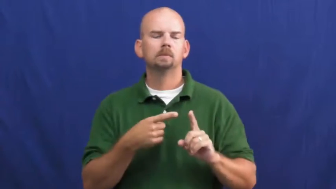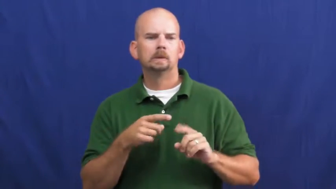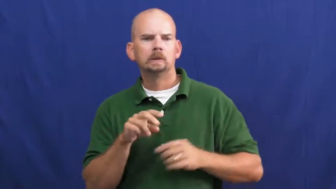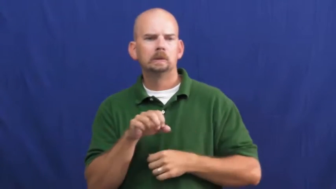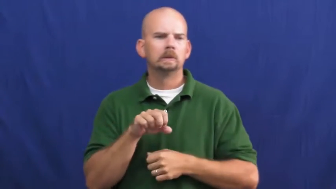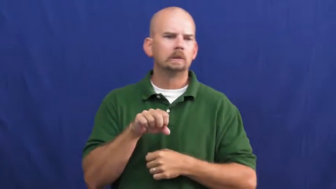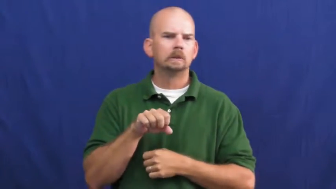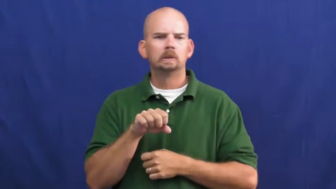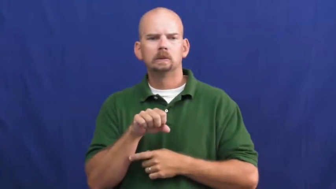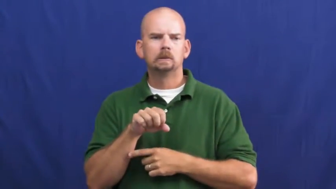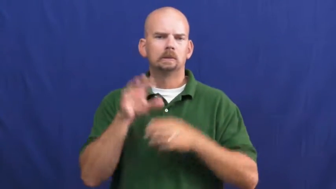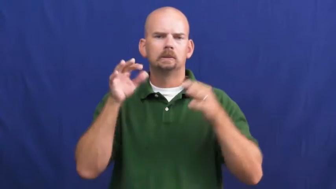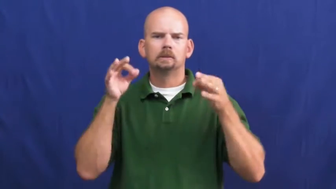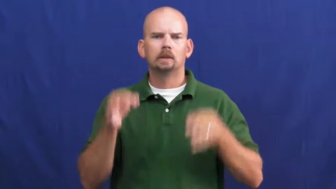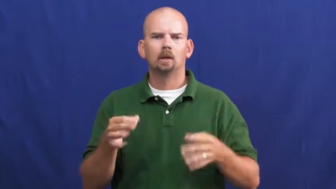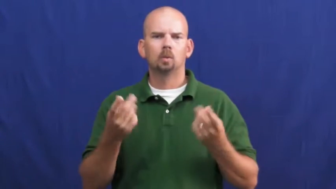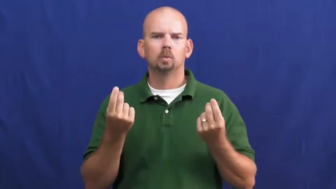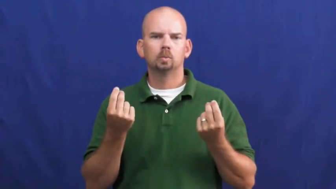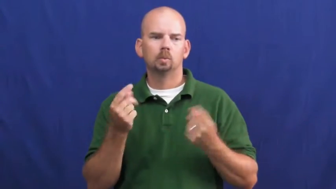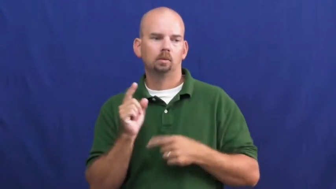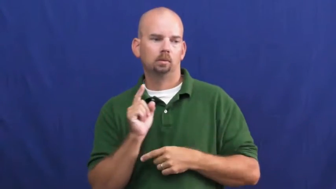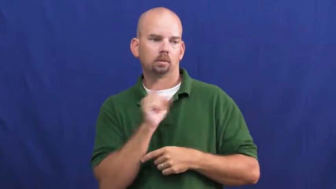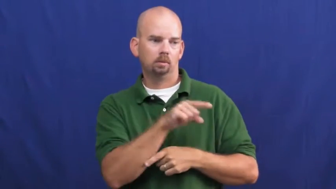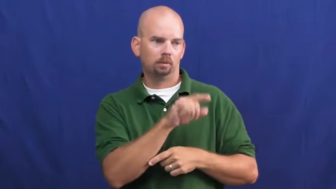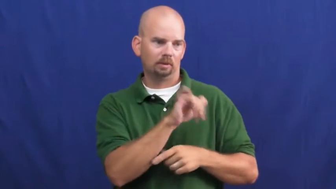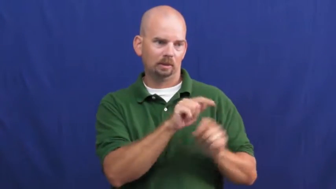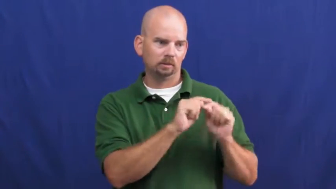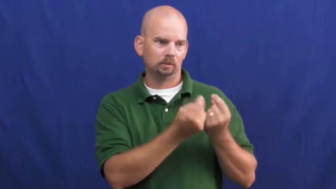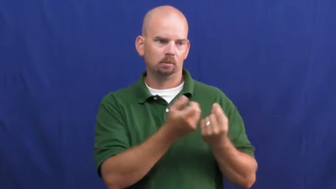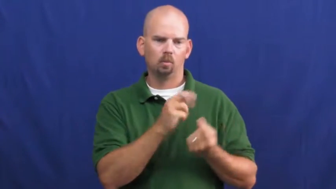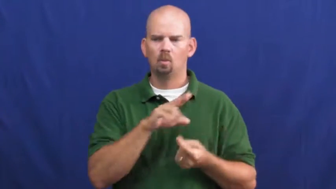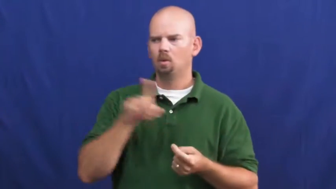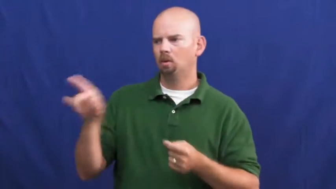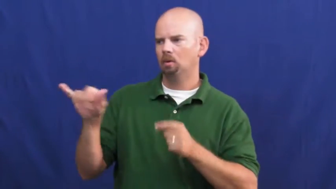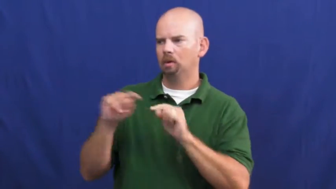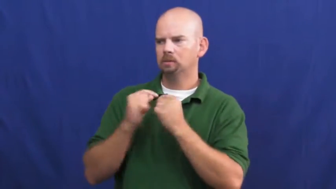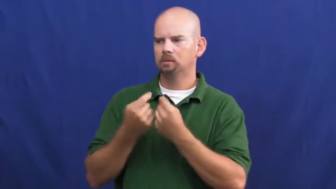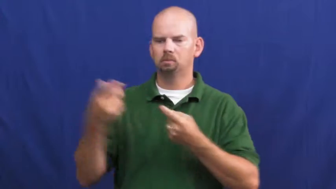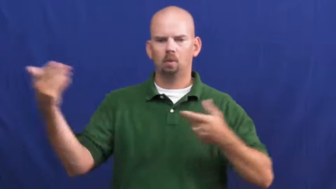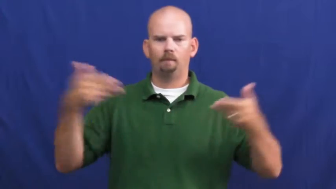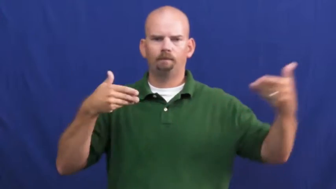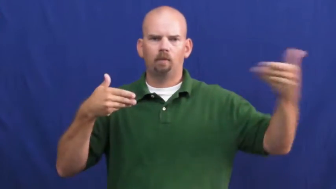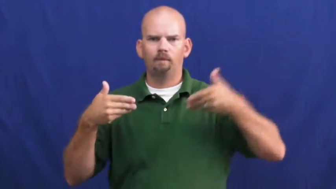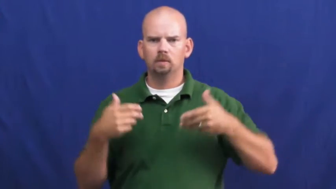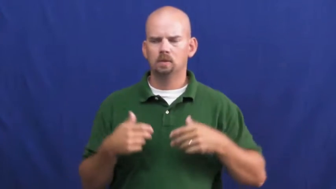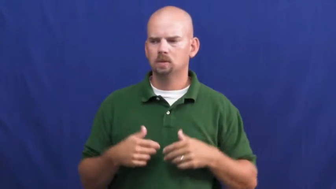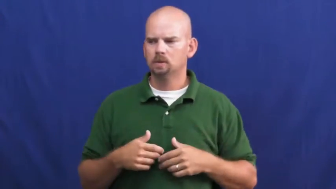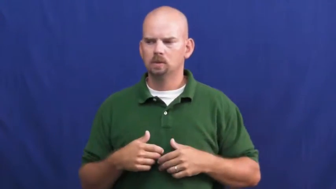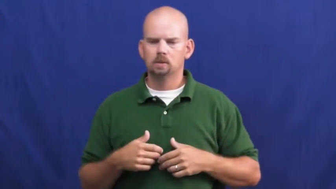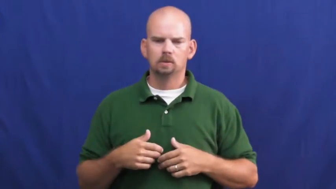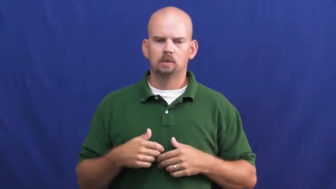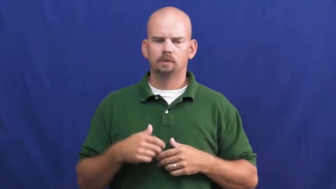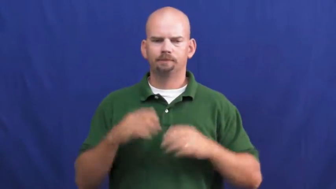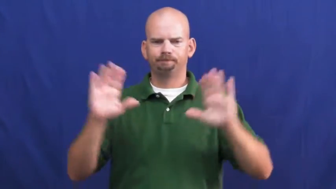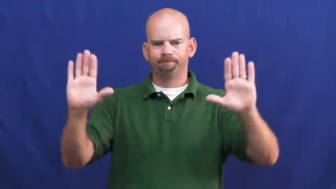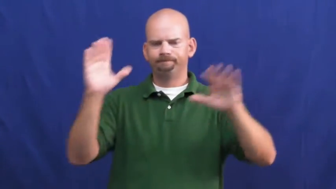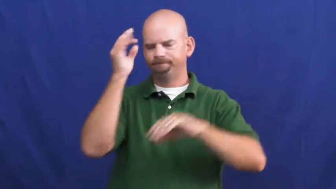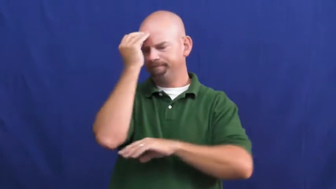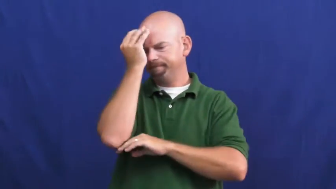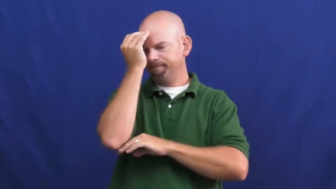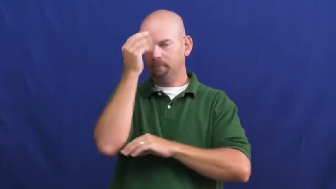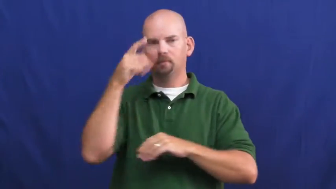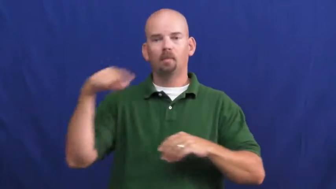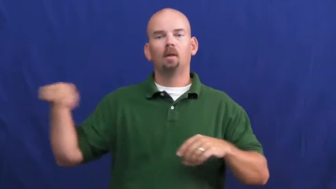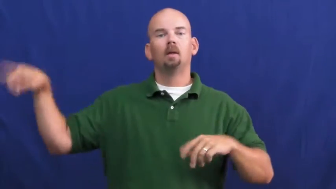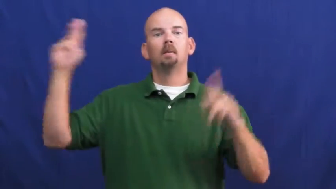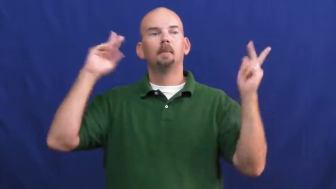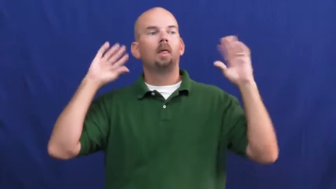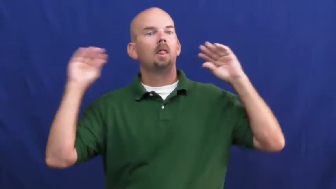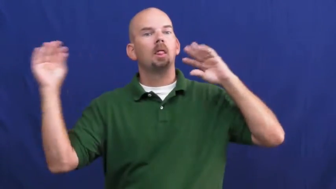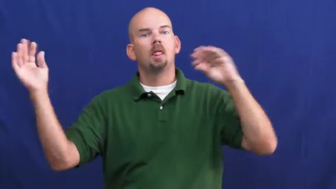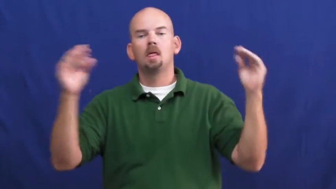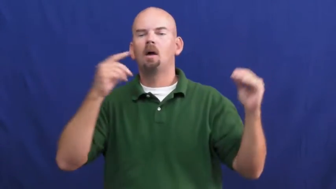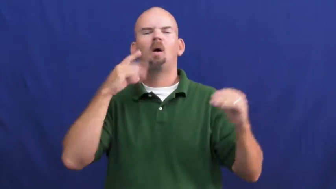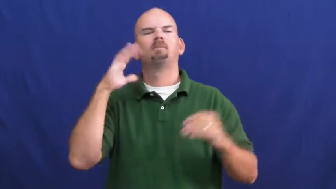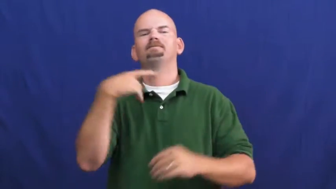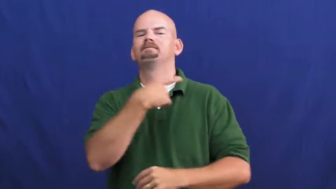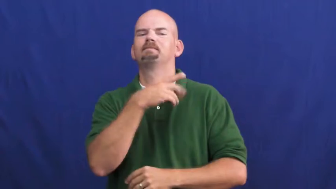undeclared